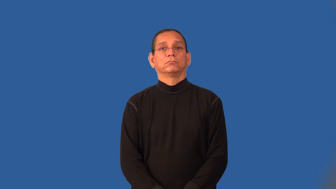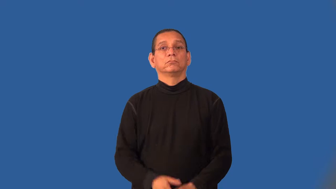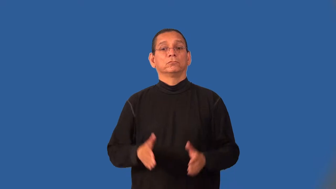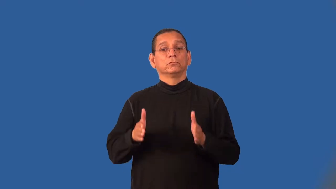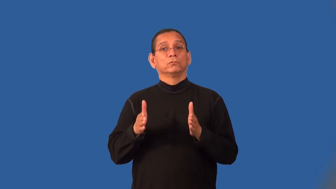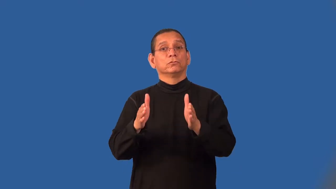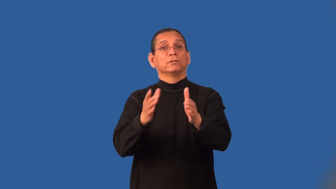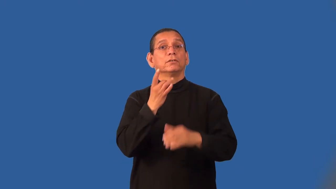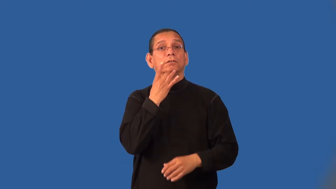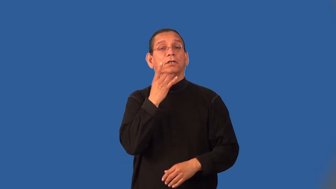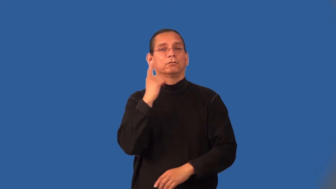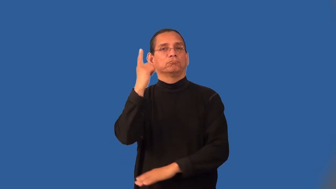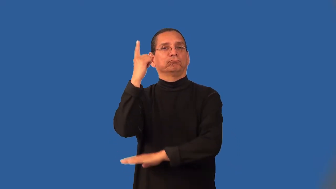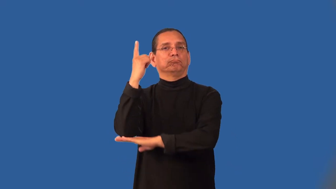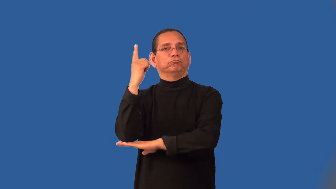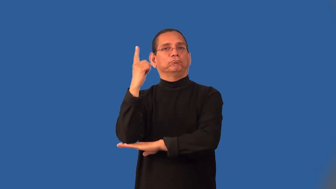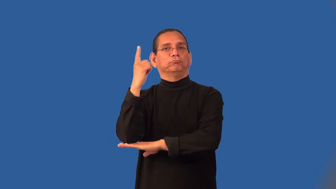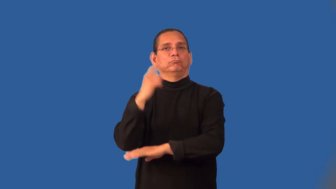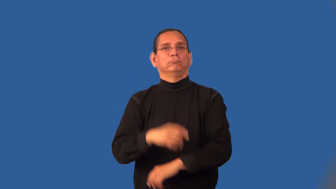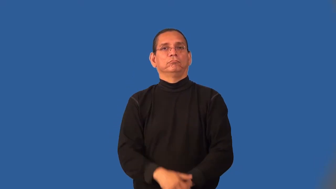lamppost